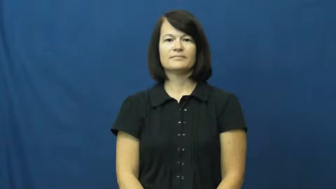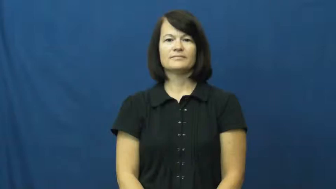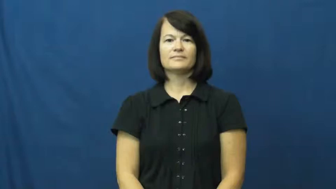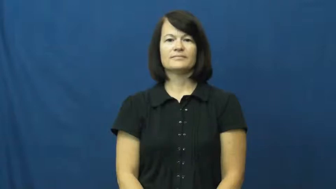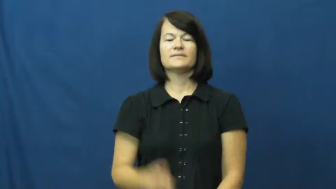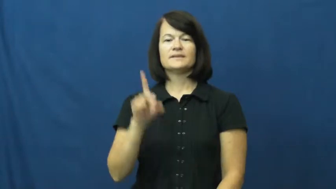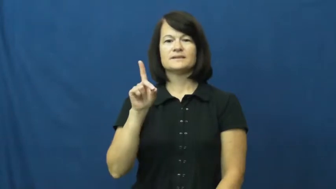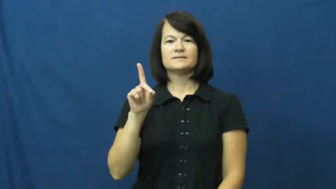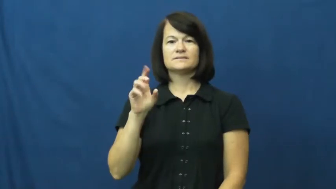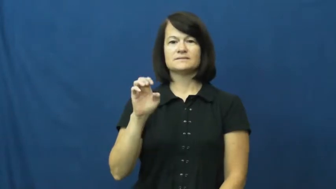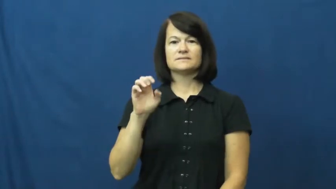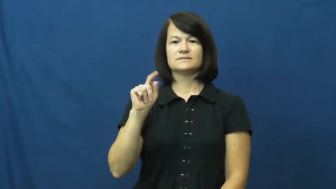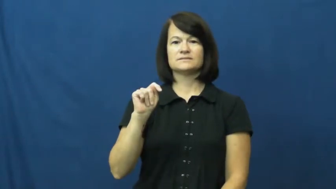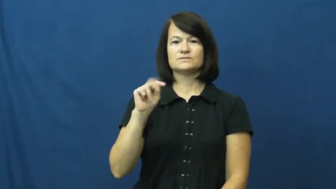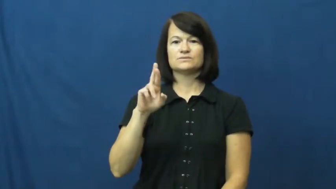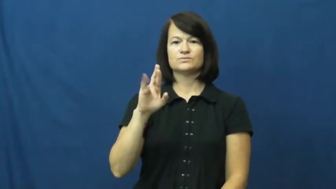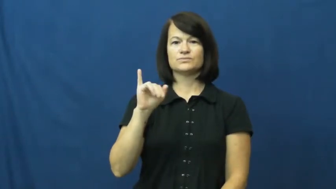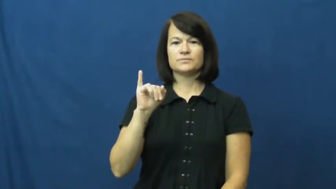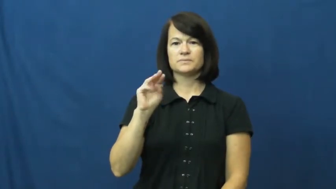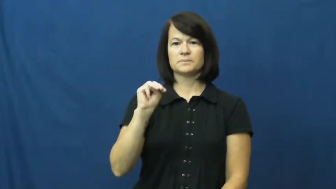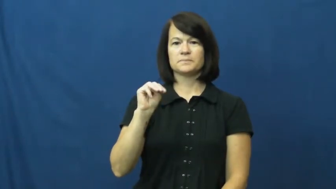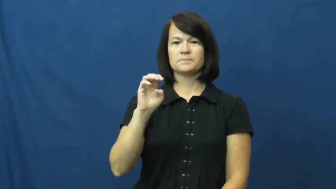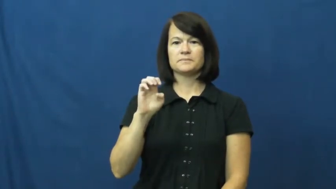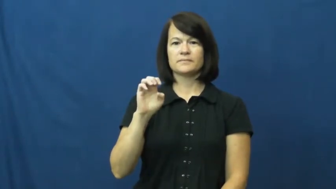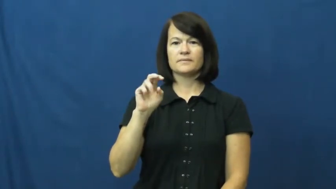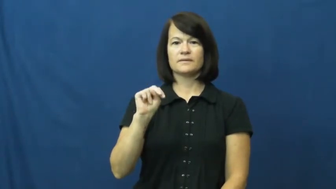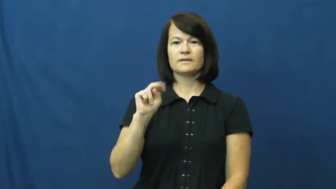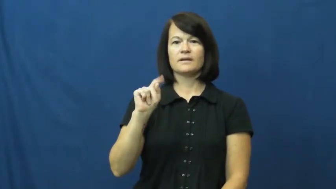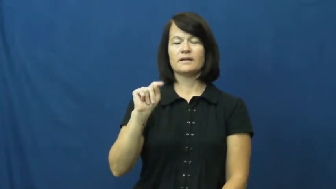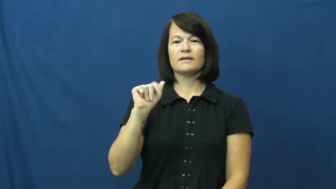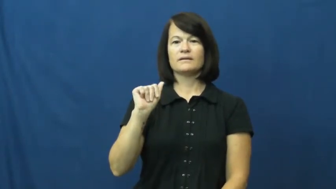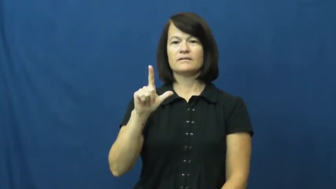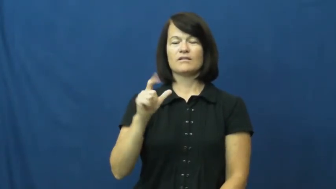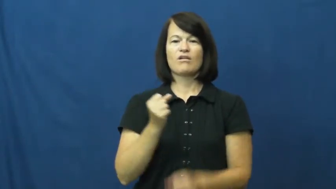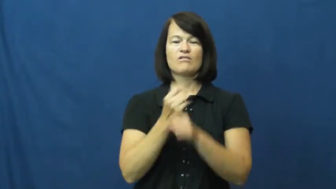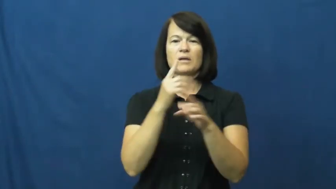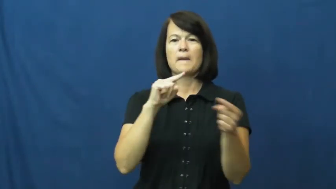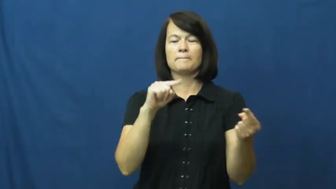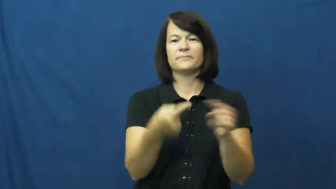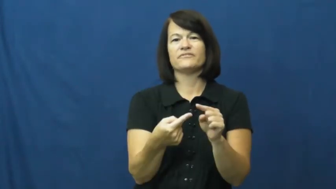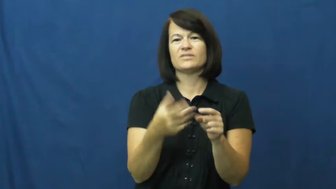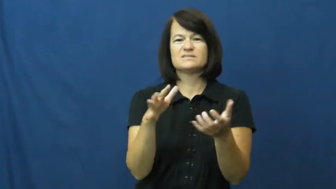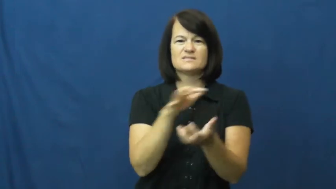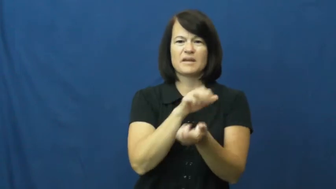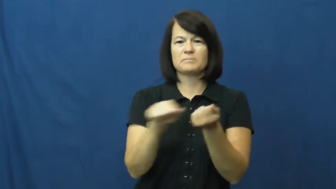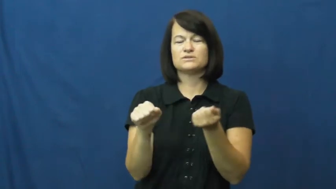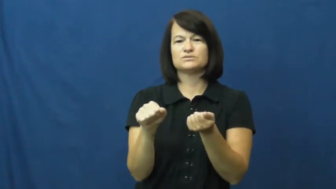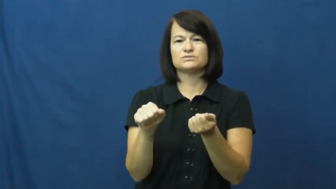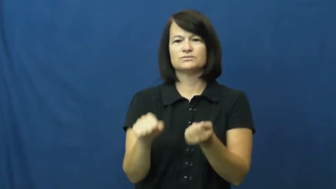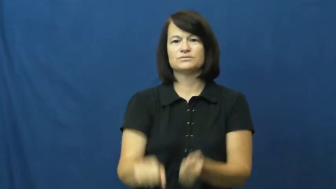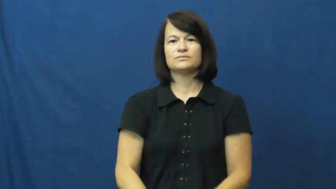detrimental